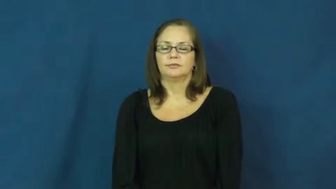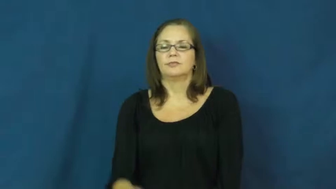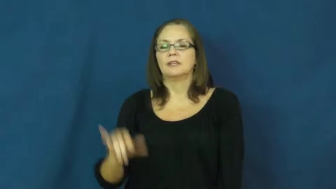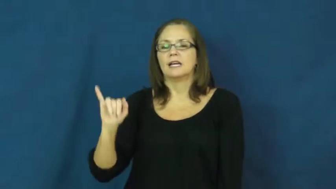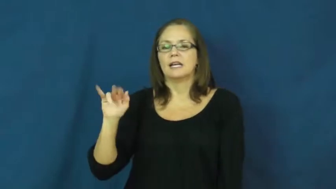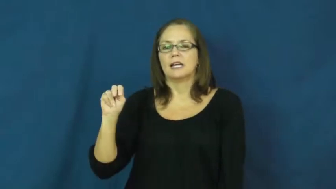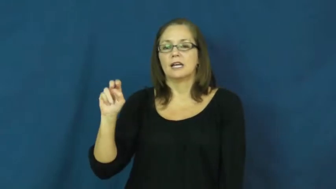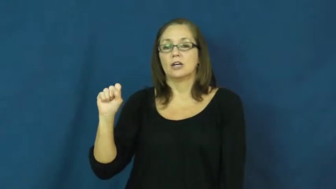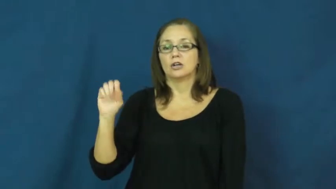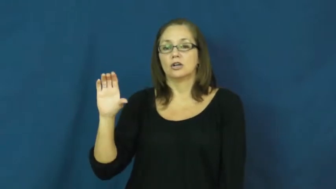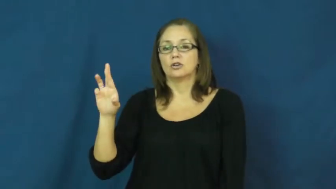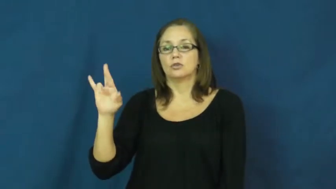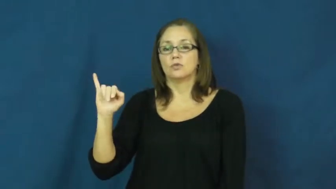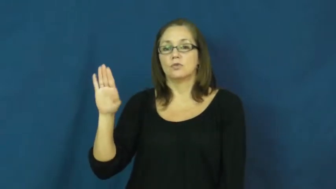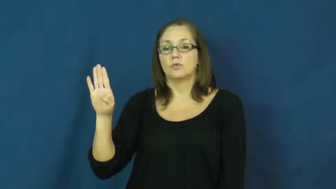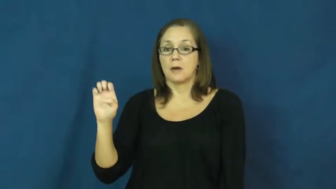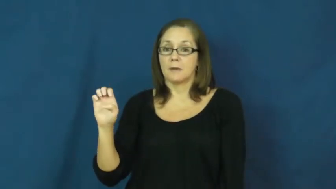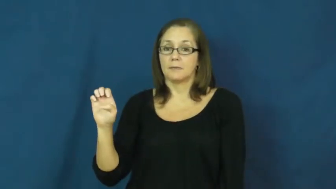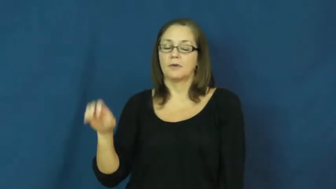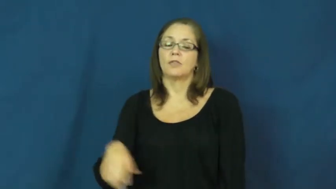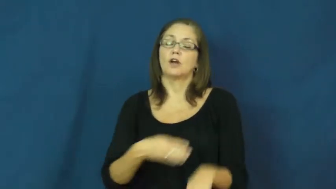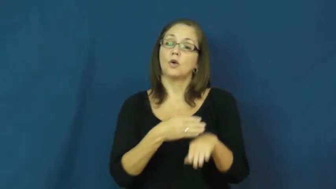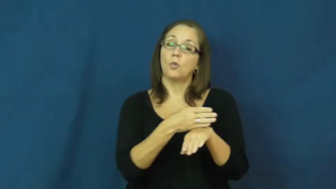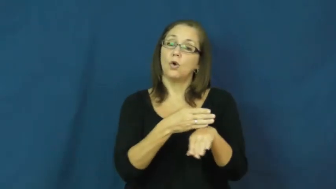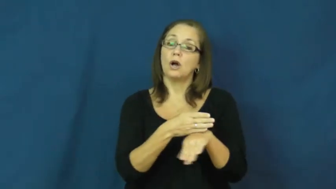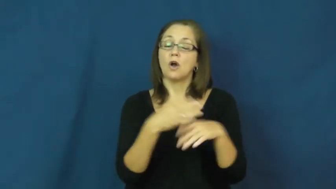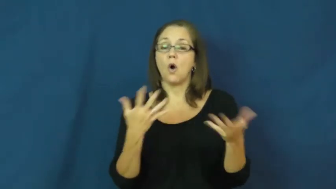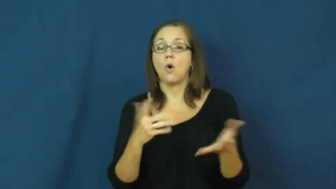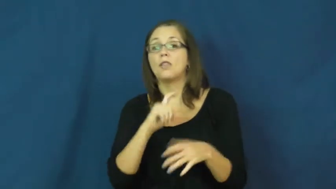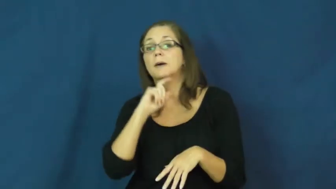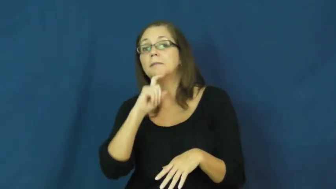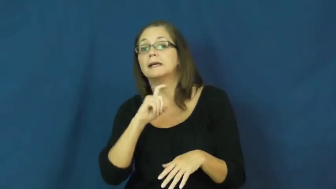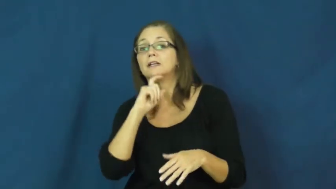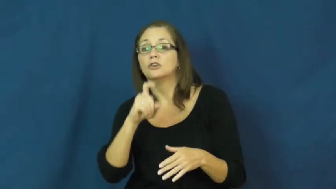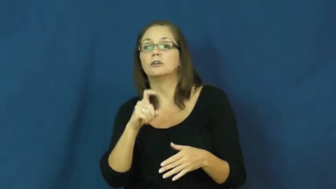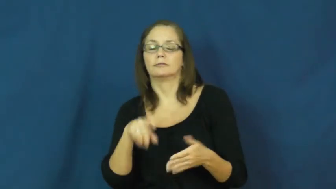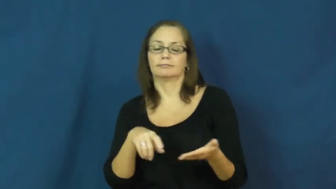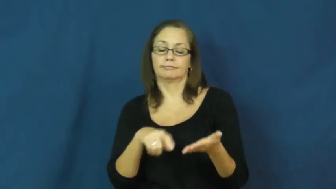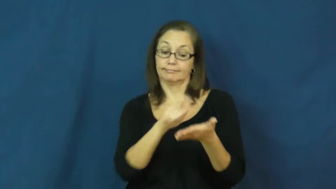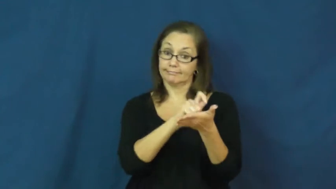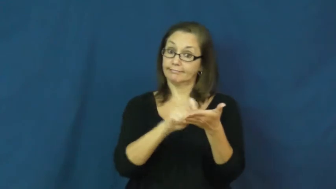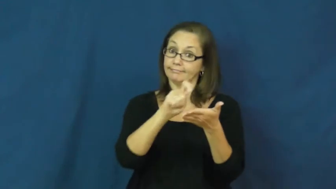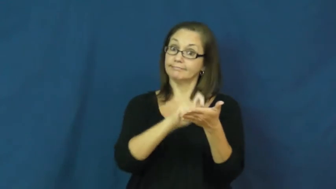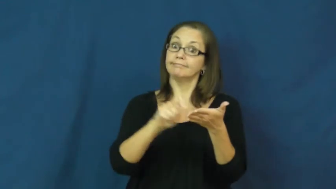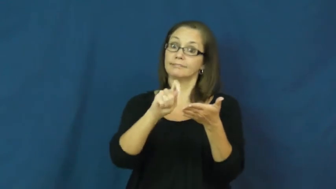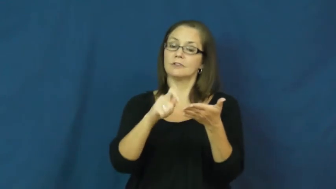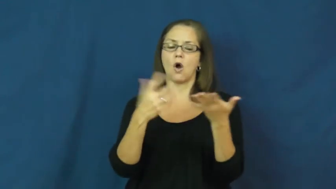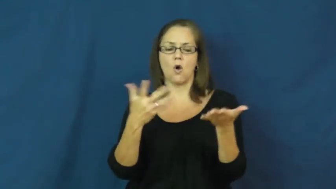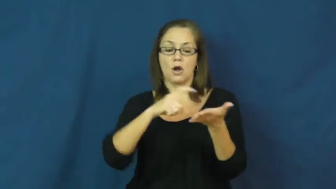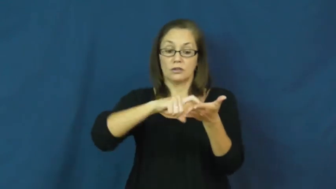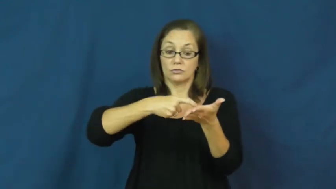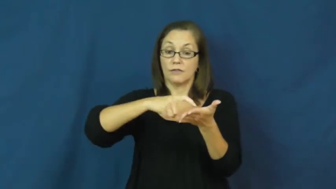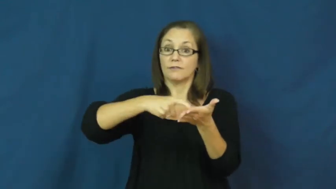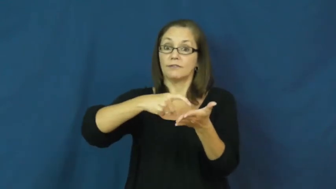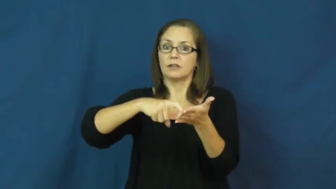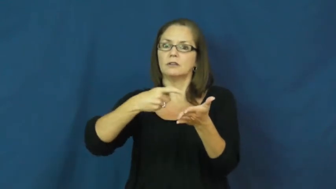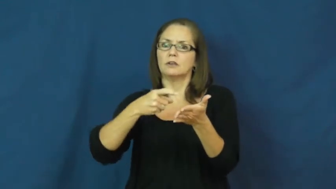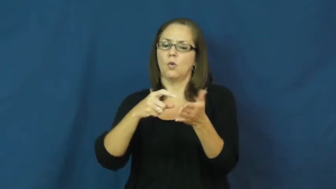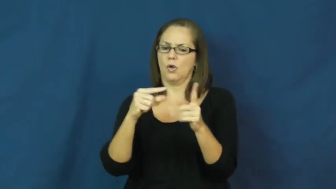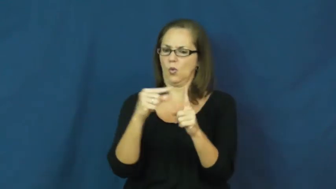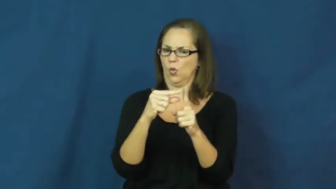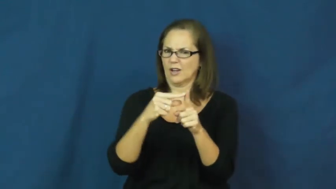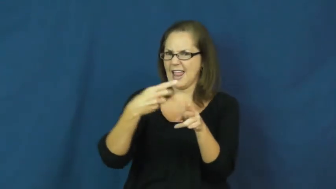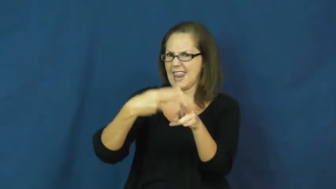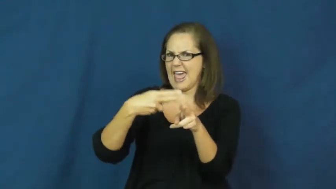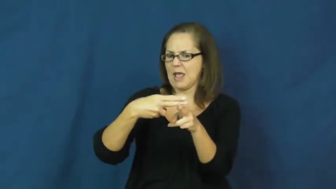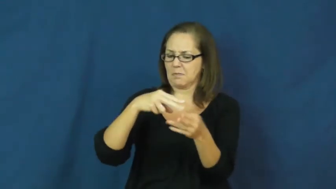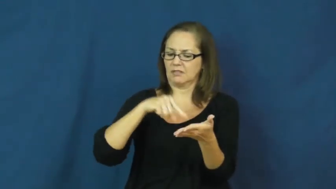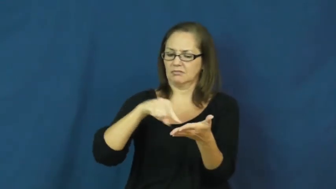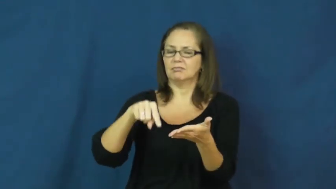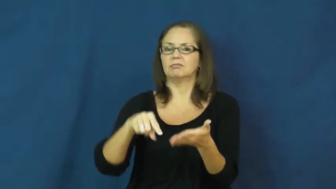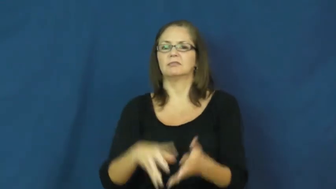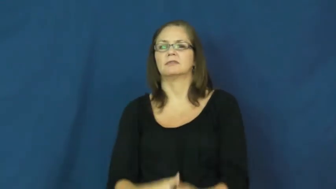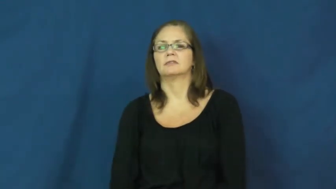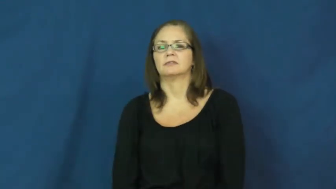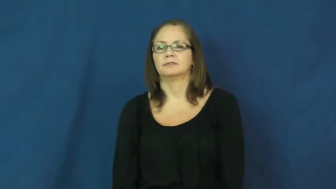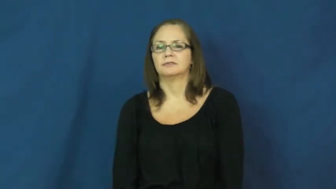inscribe